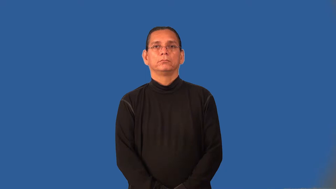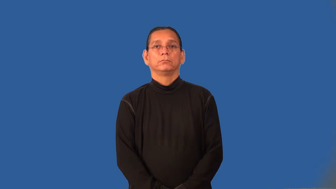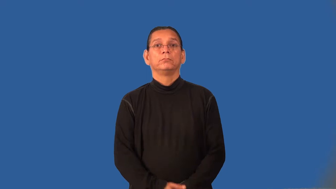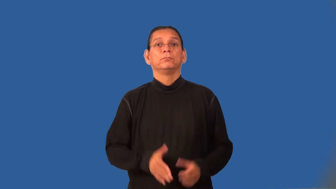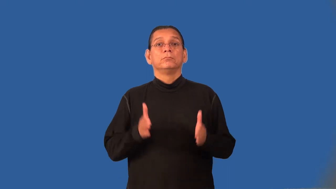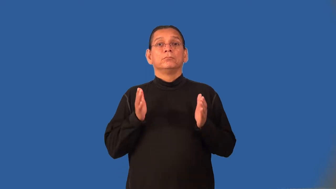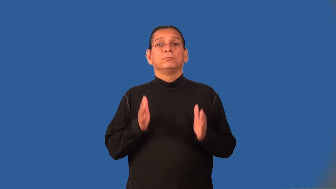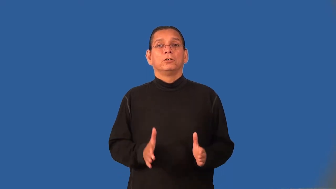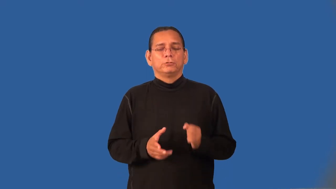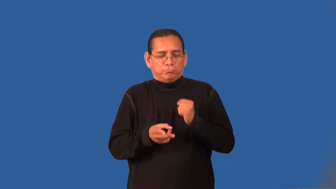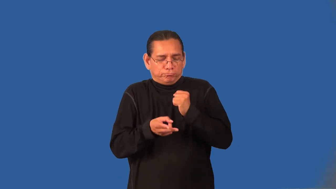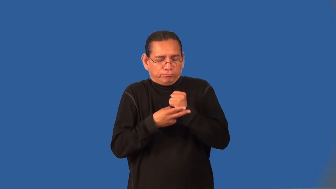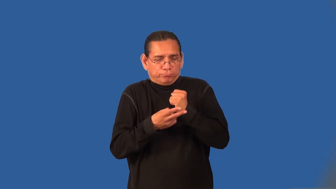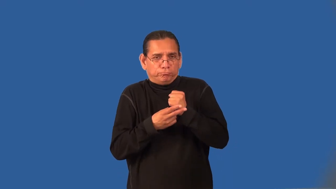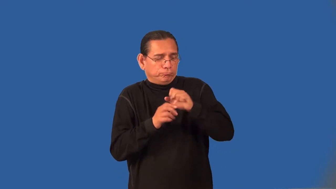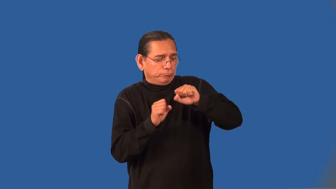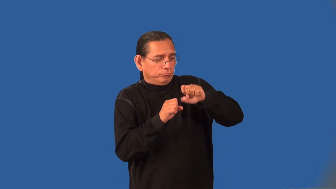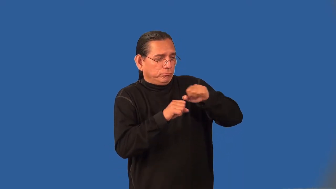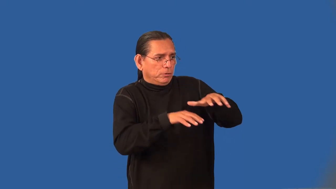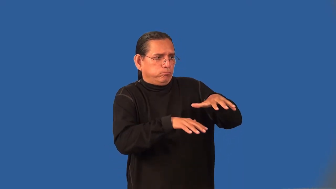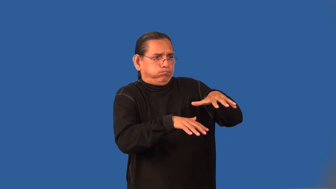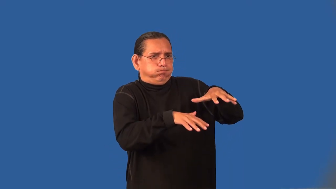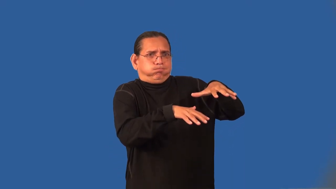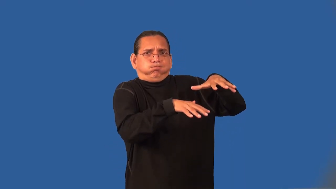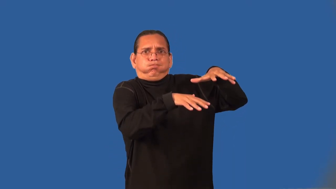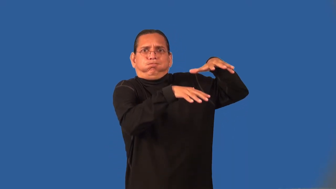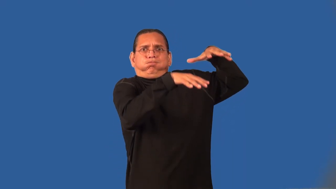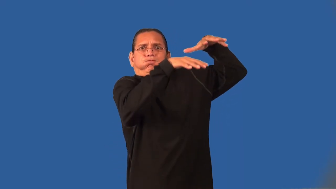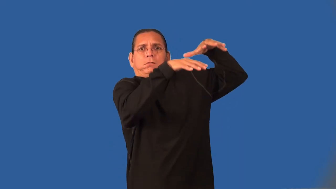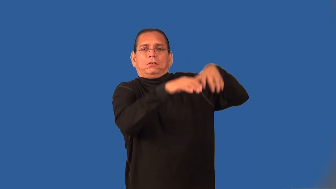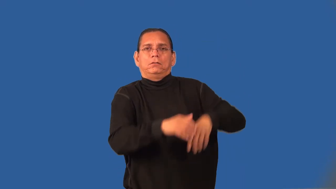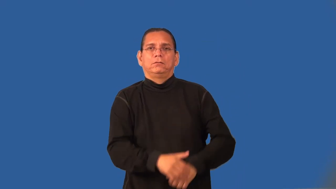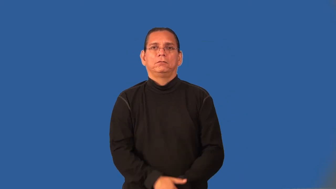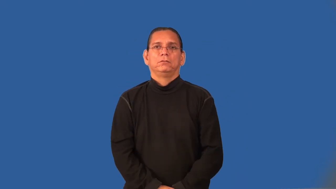hoarder